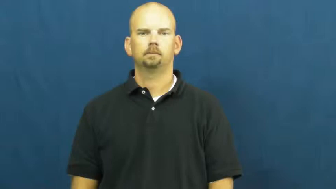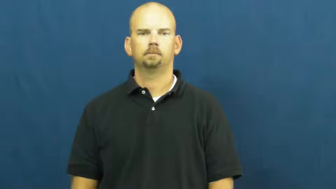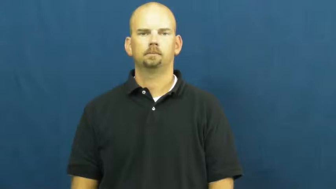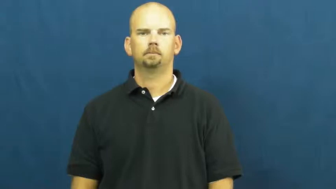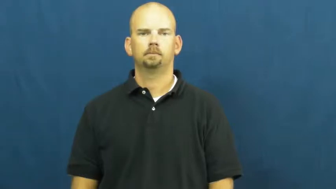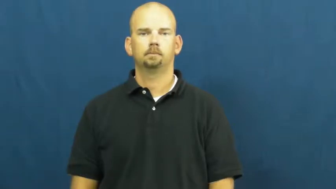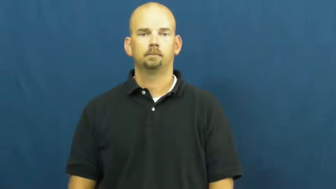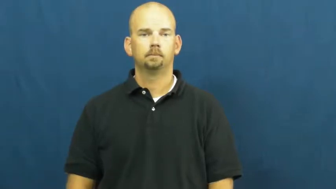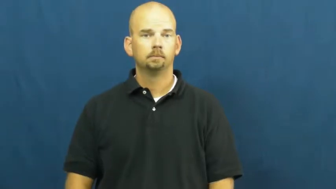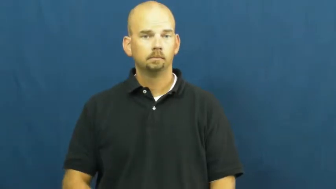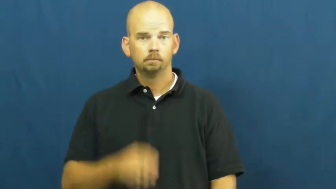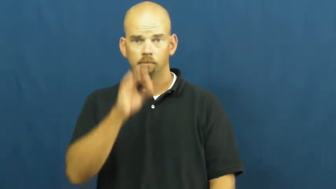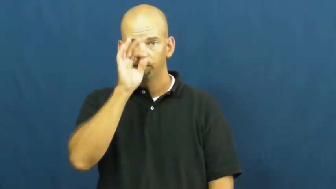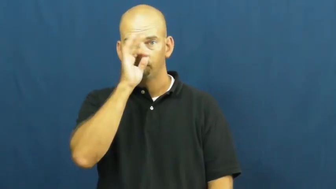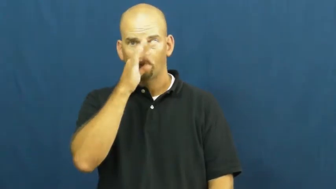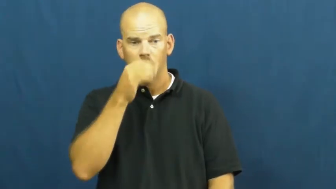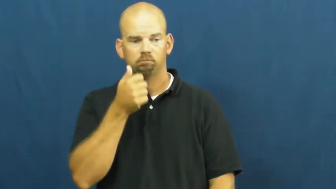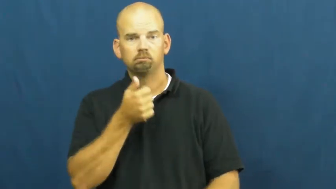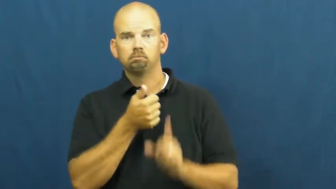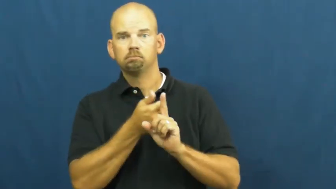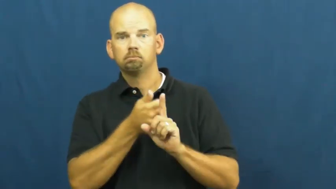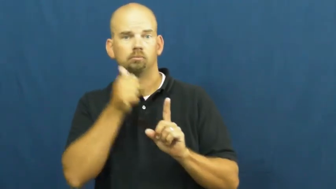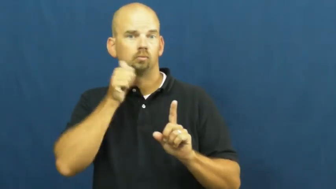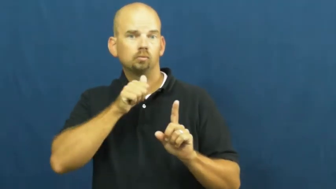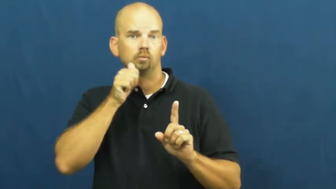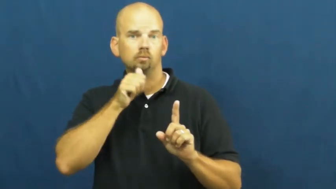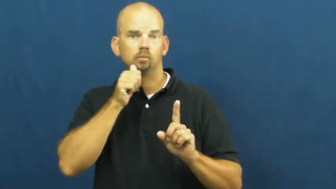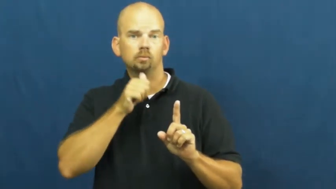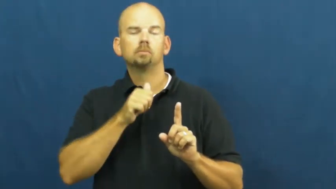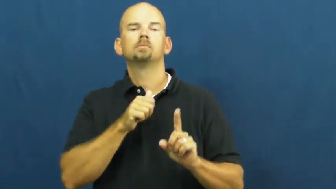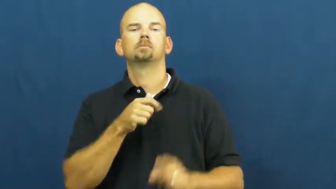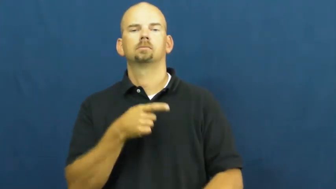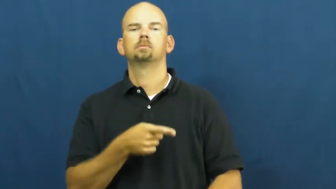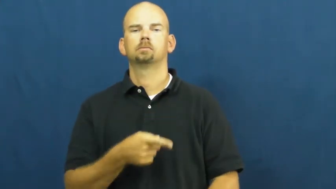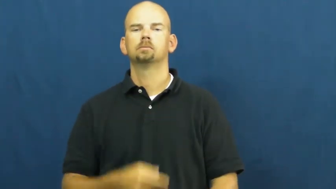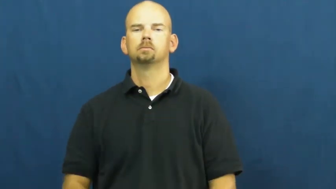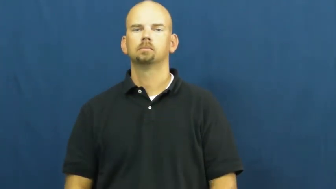vixen-fox